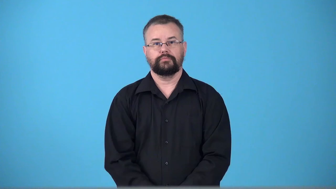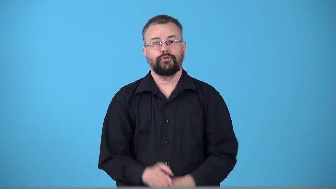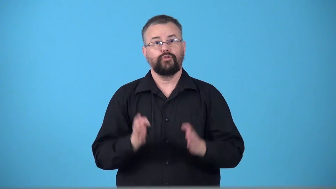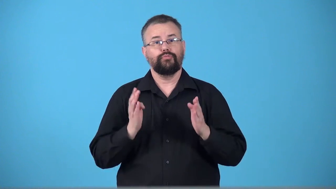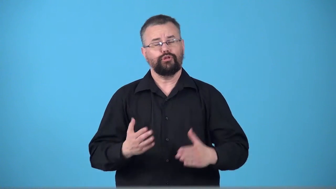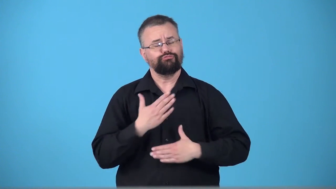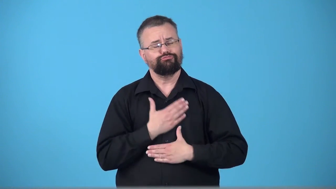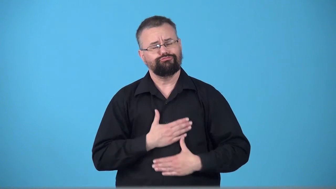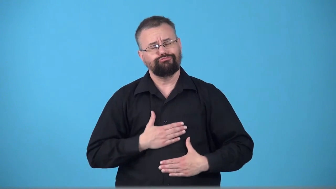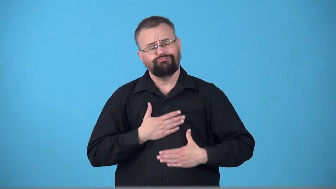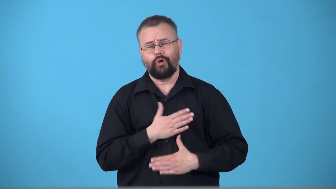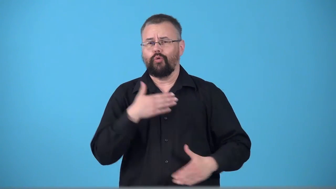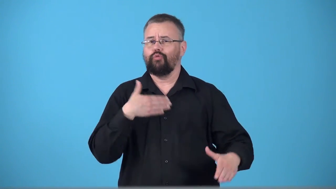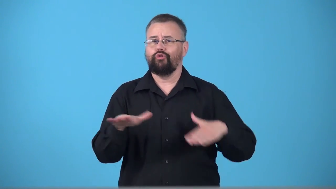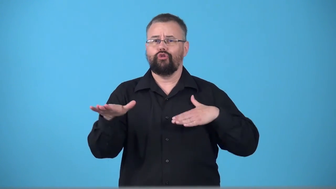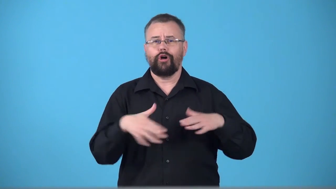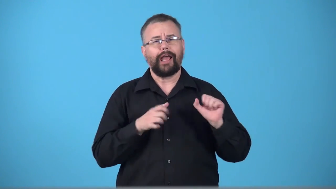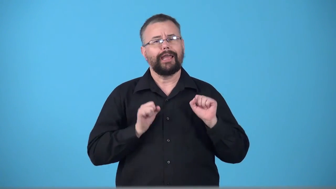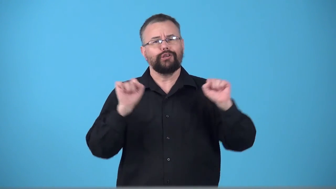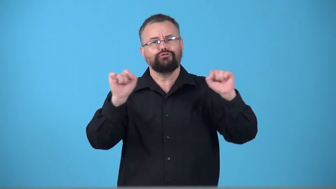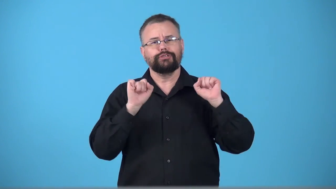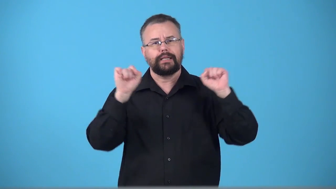walker-person